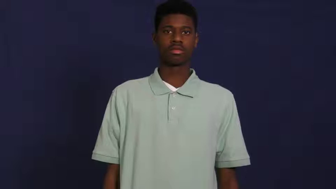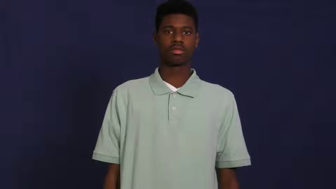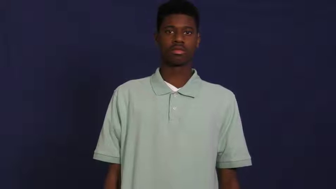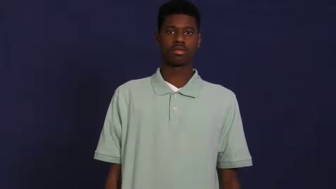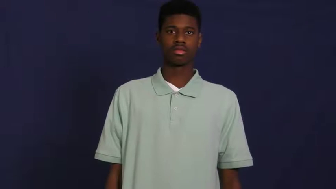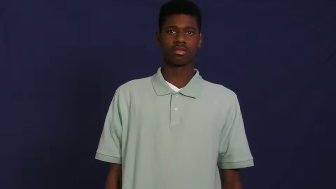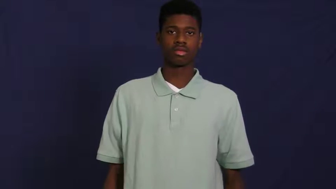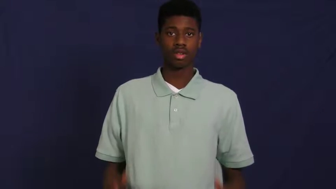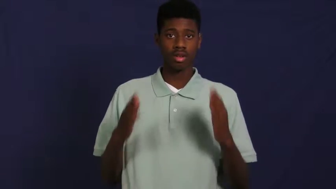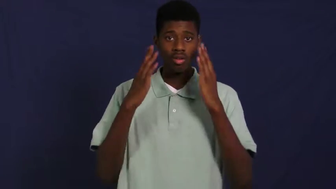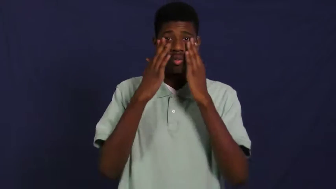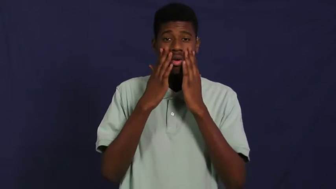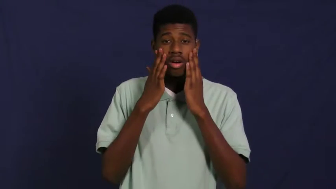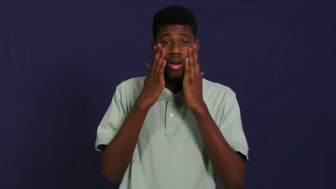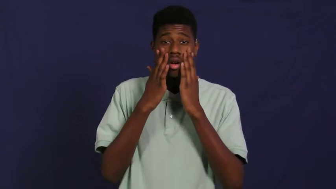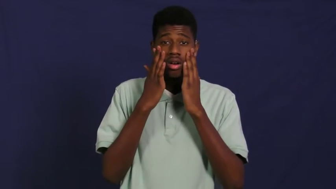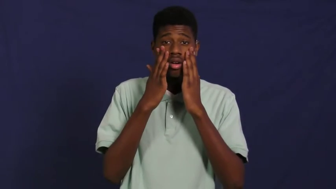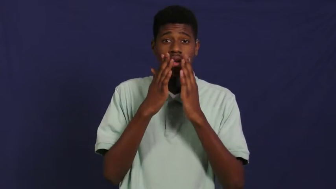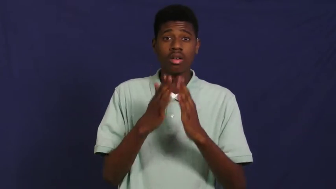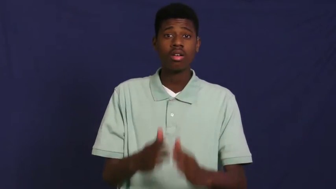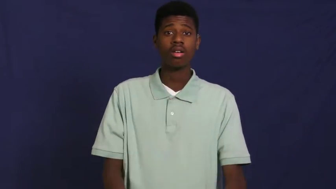washcloth,facecloth